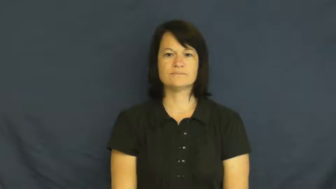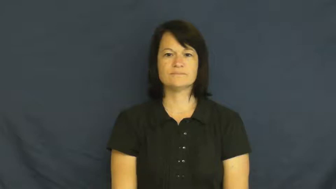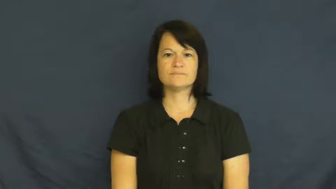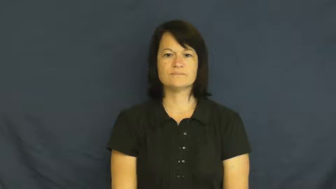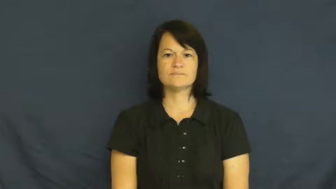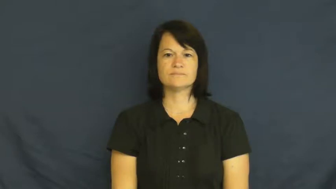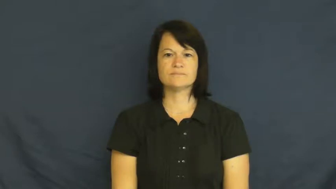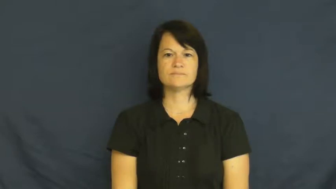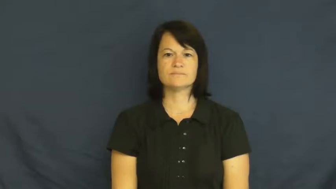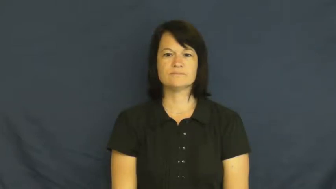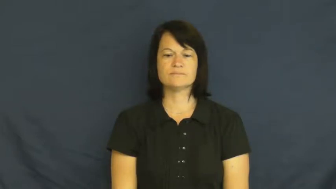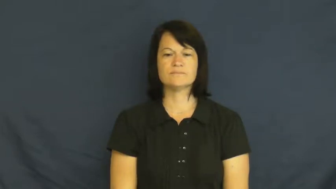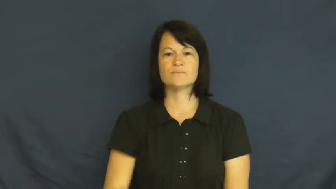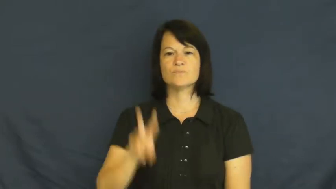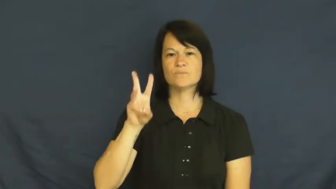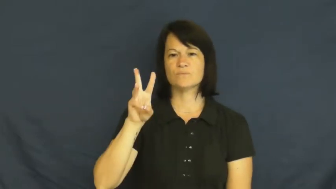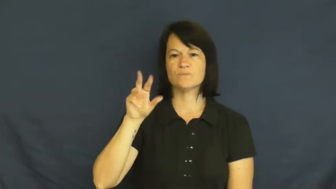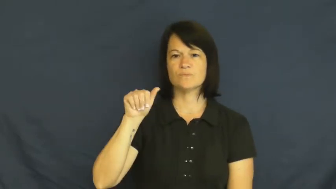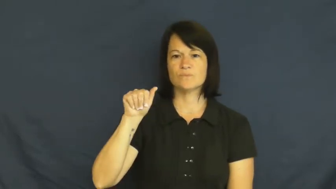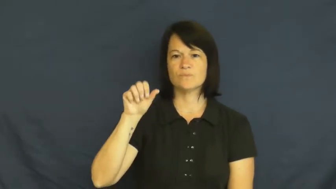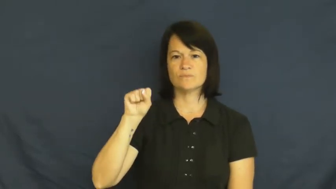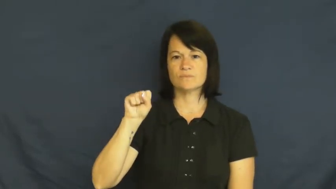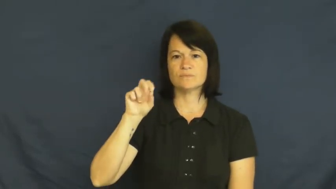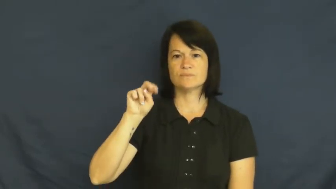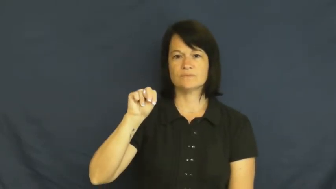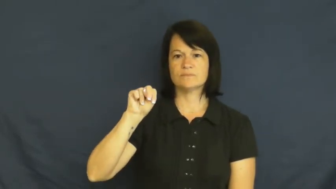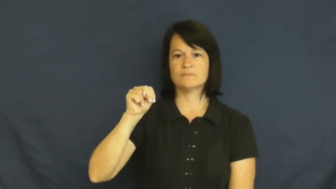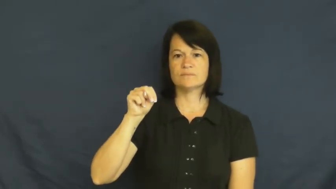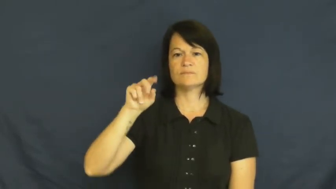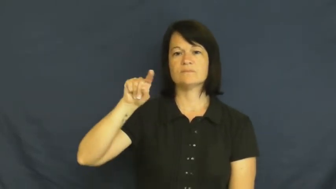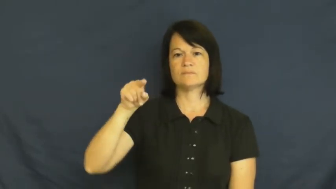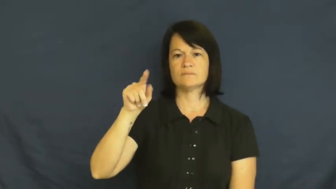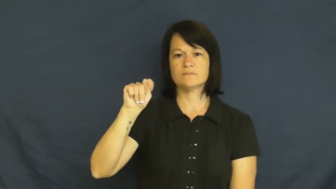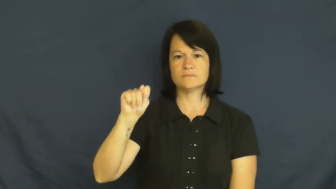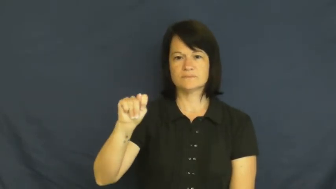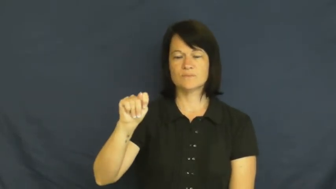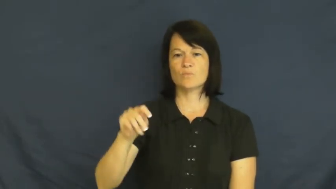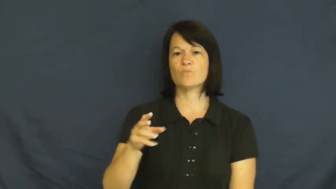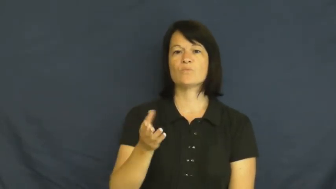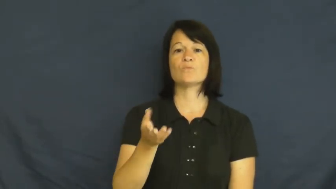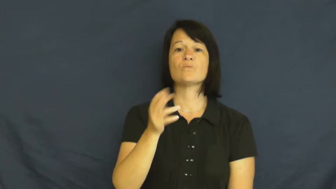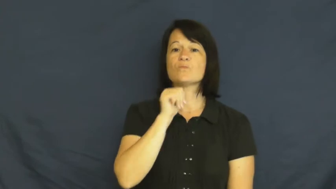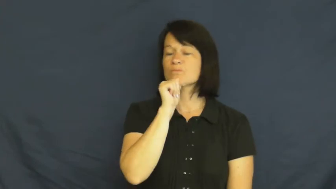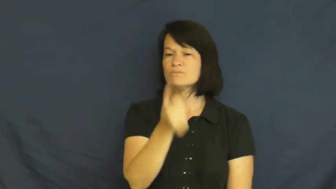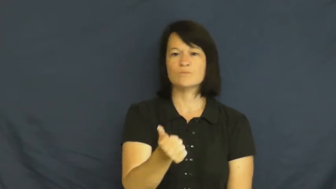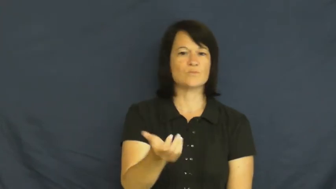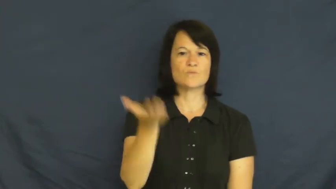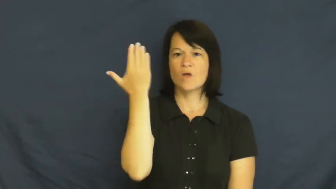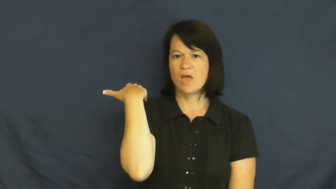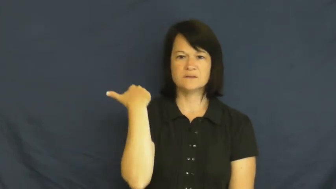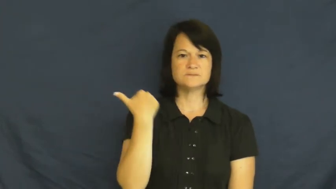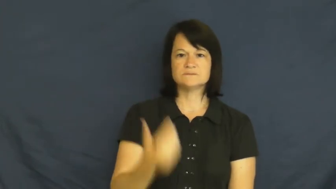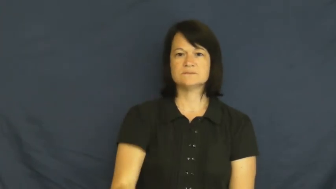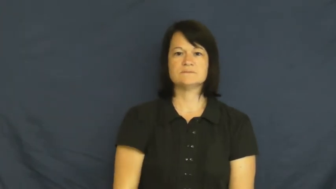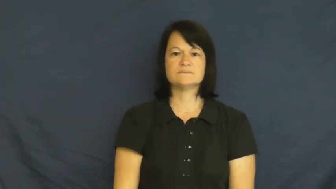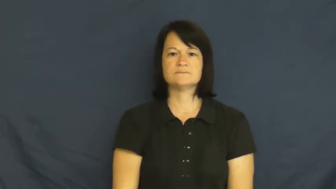wasn't